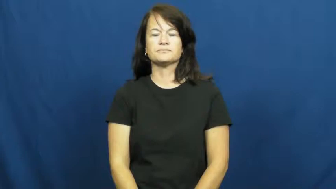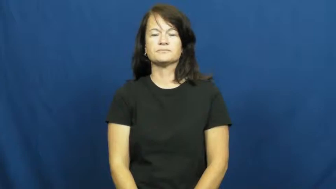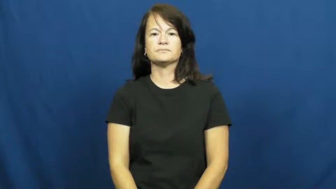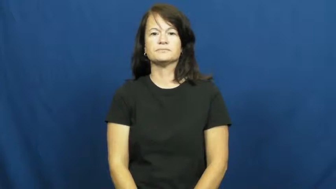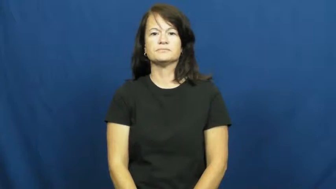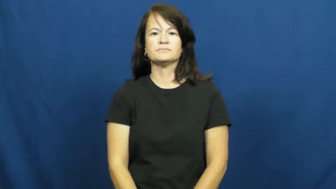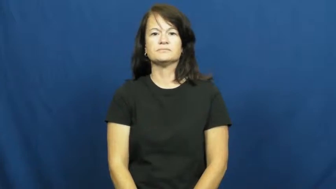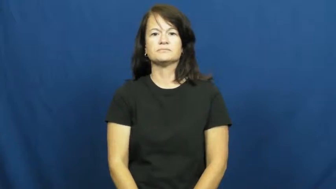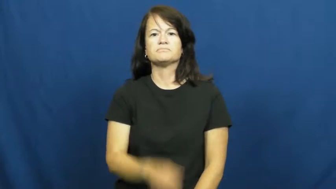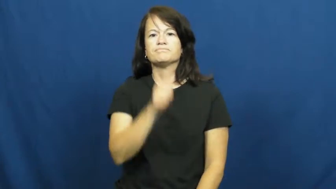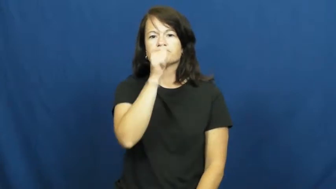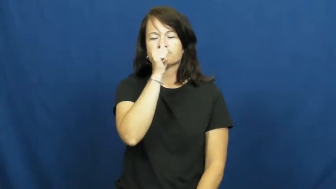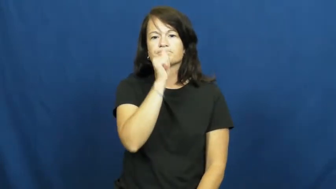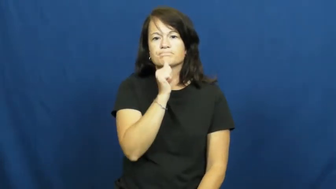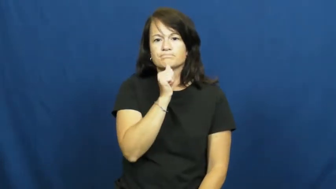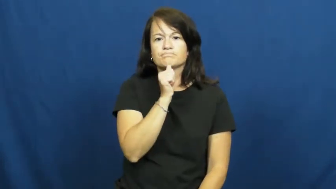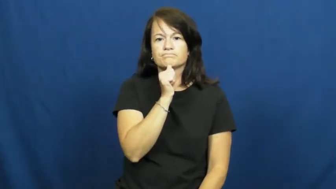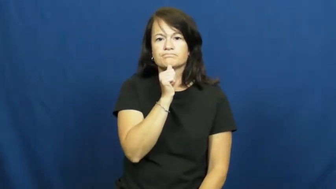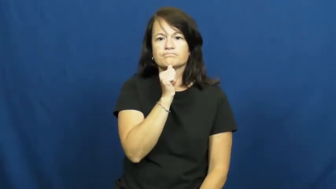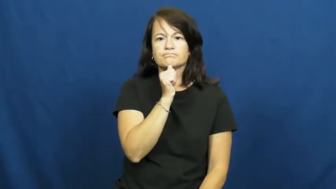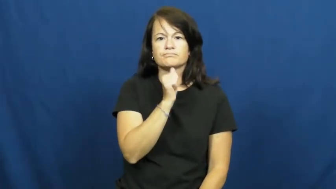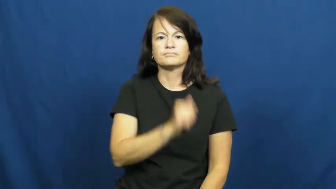patient,easygoing